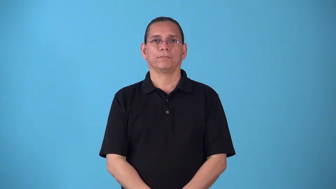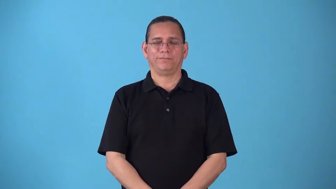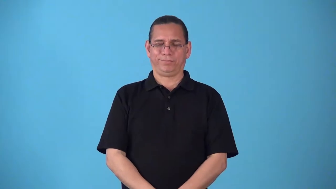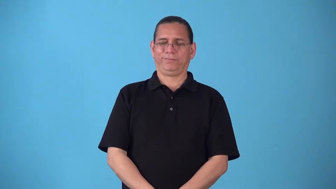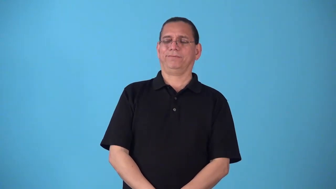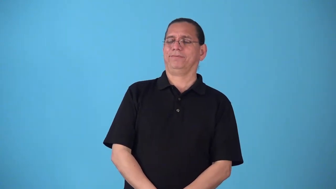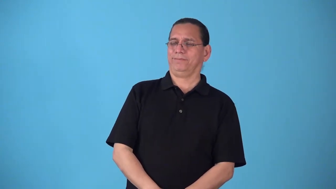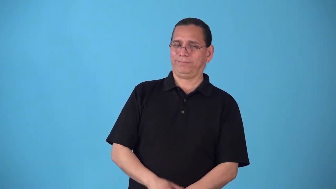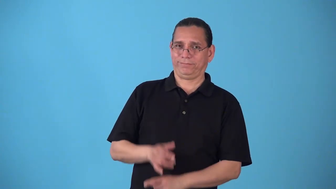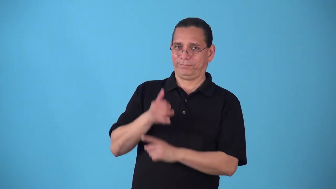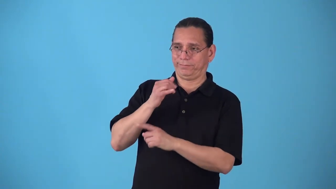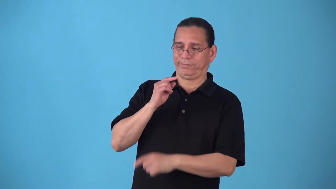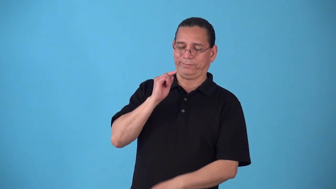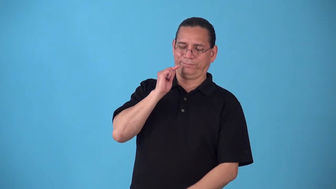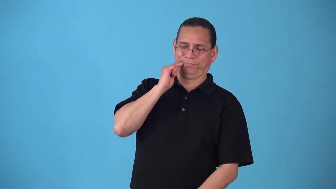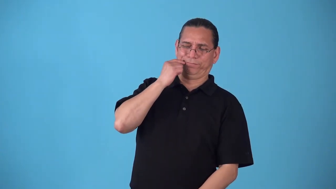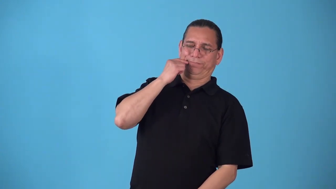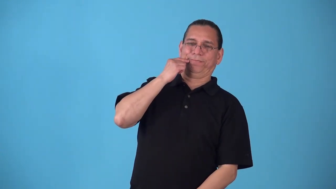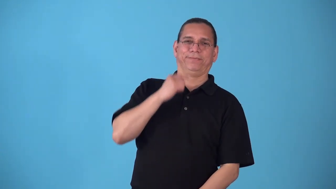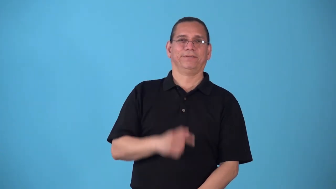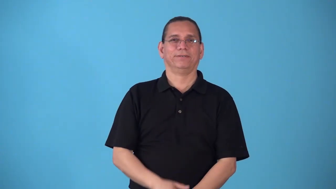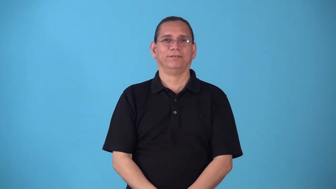simper